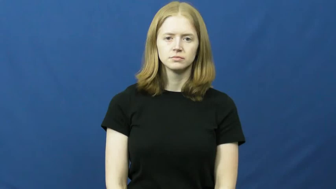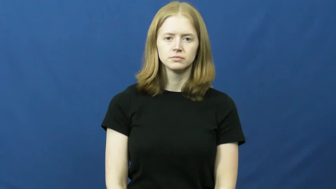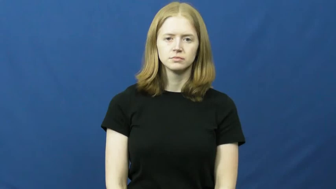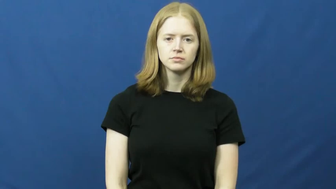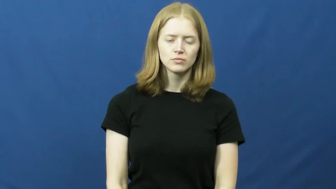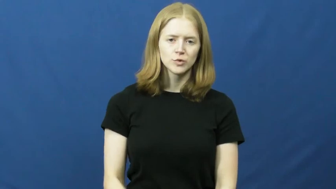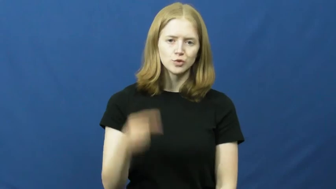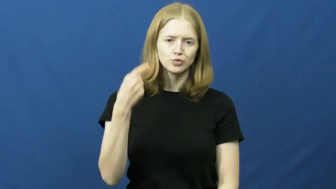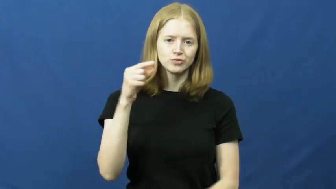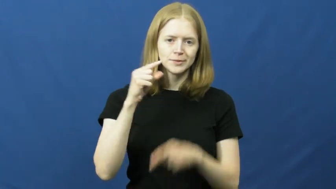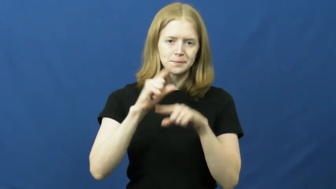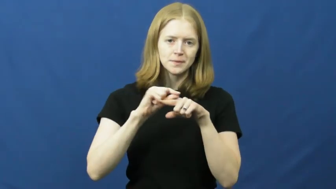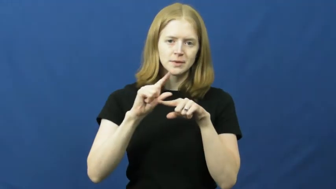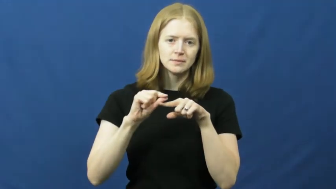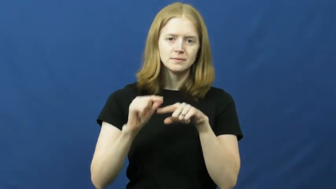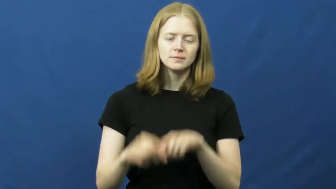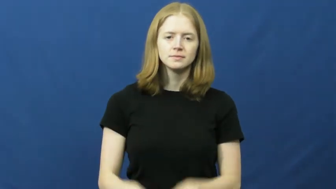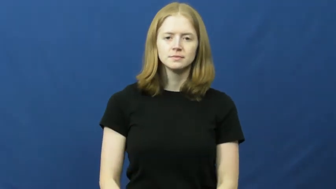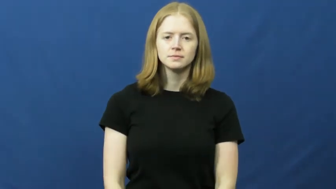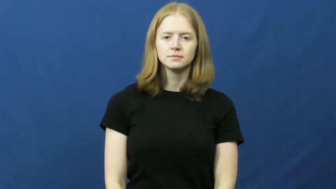green beans